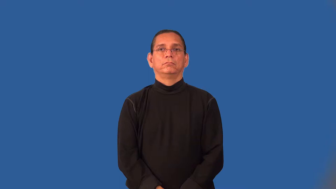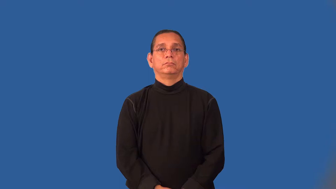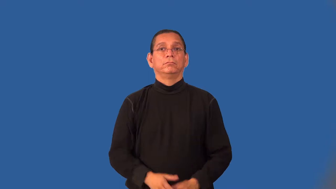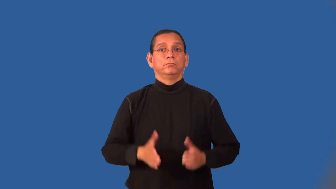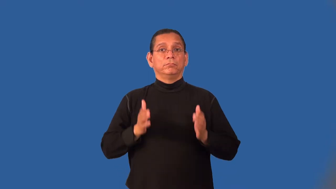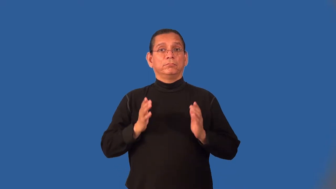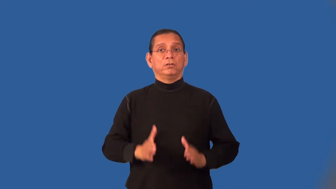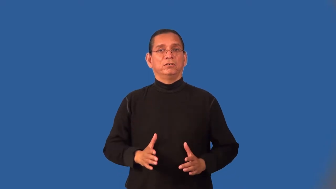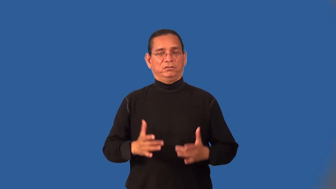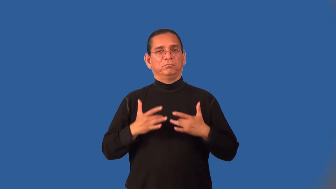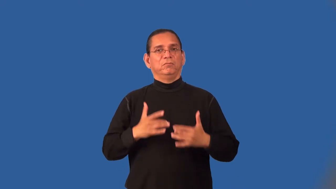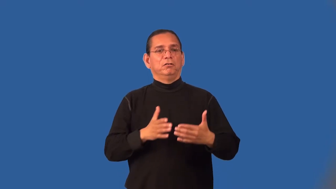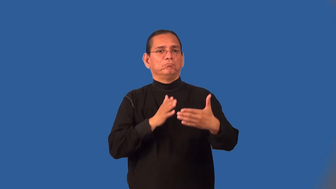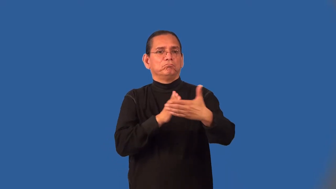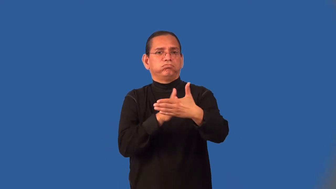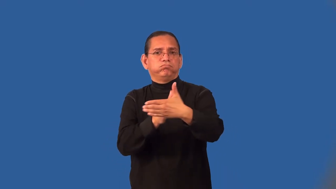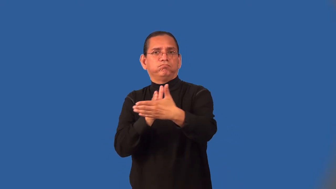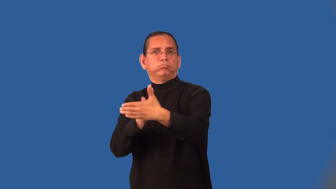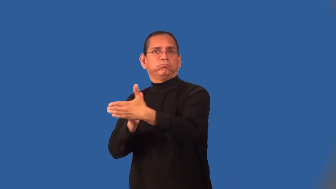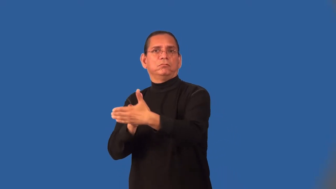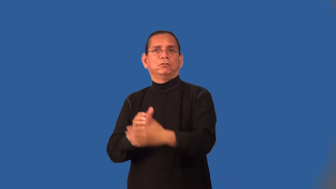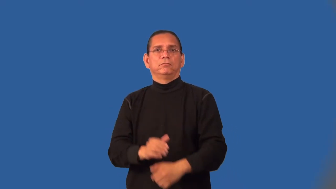naysayer